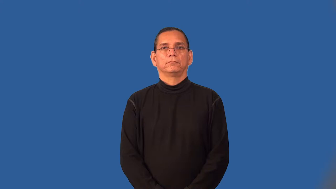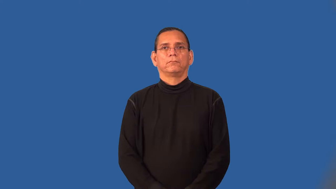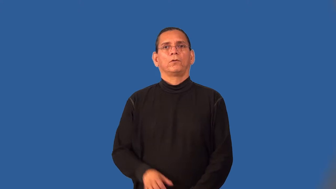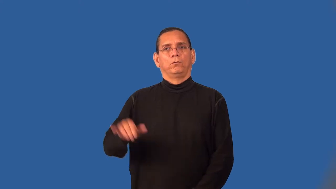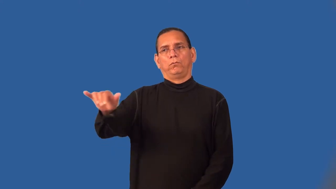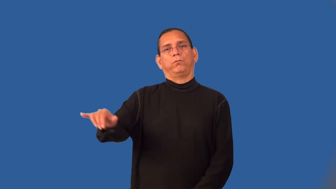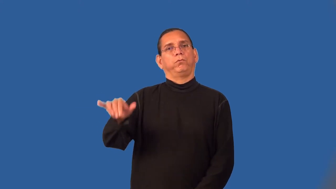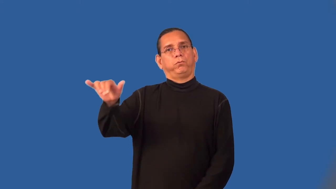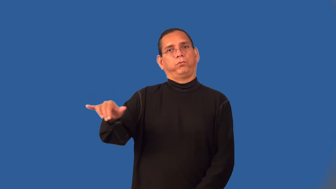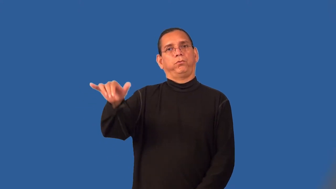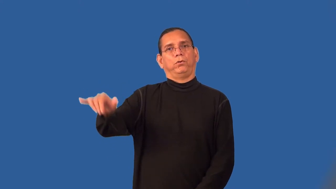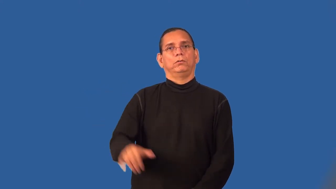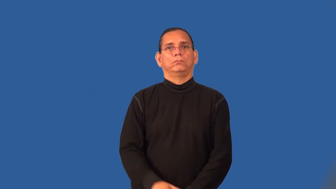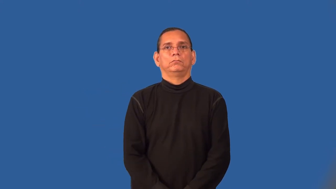sojourn